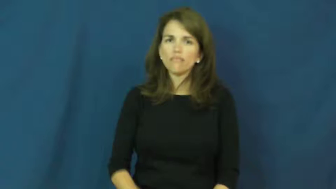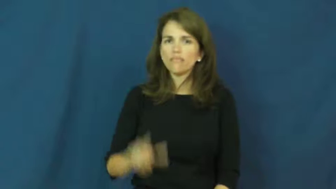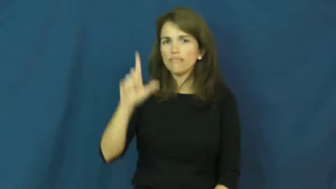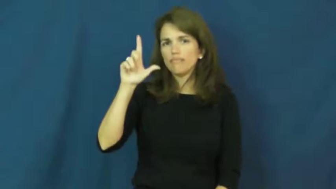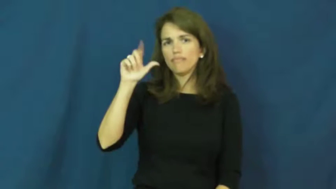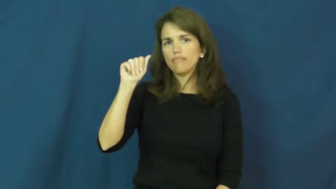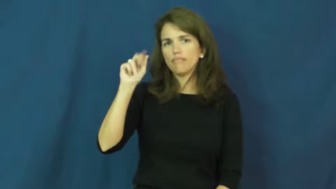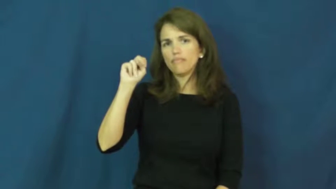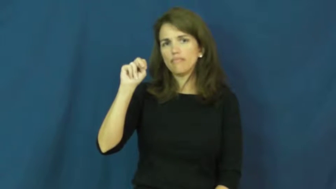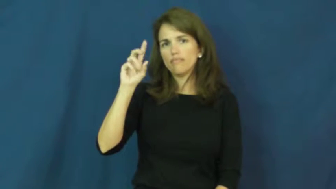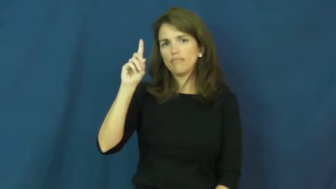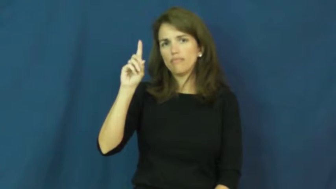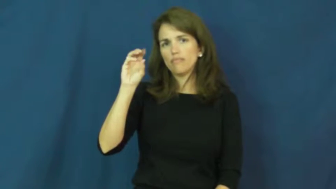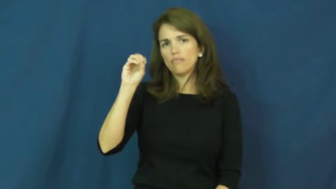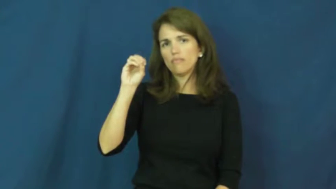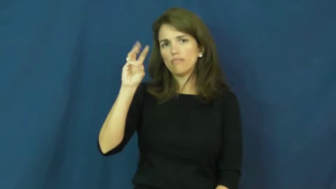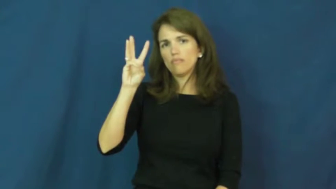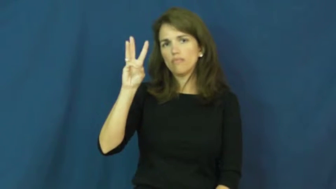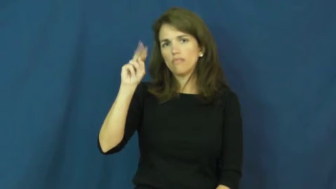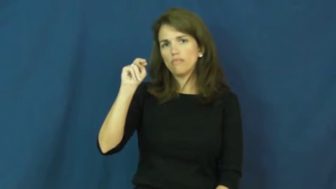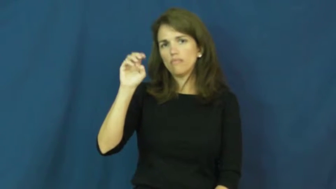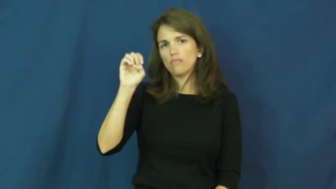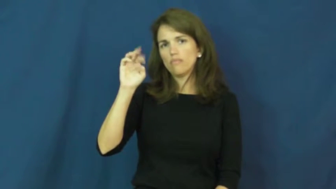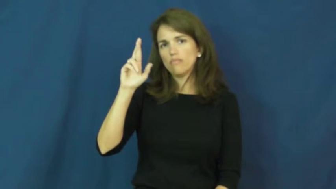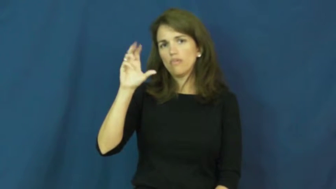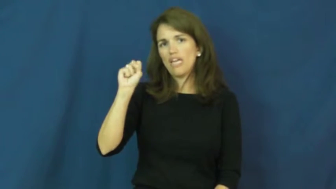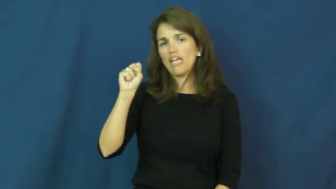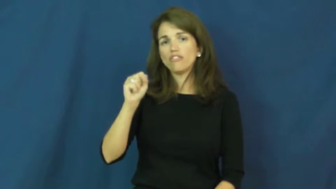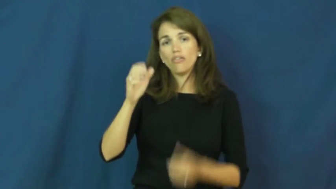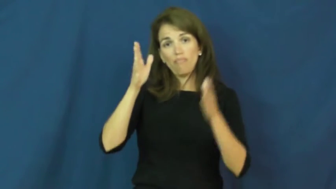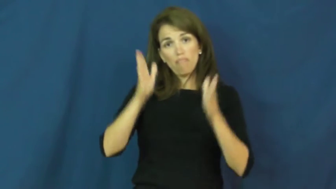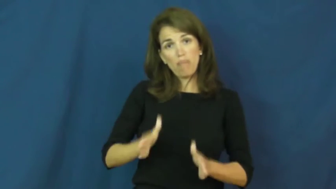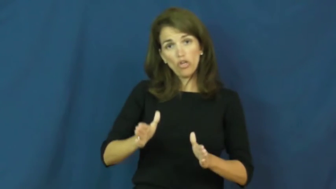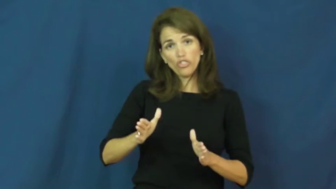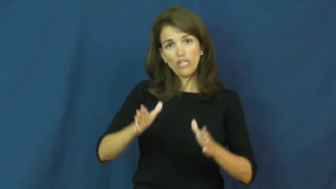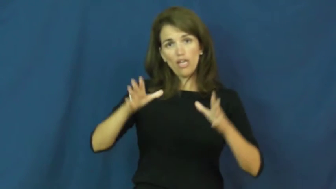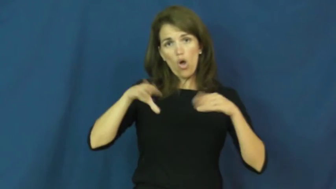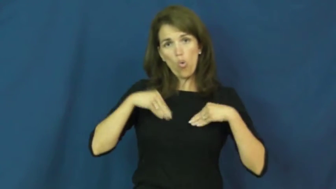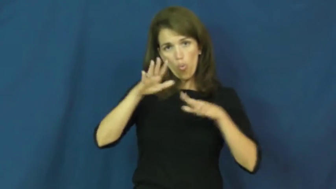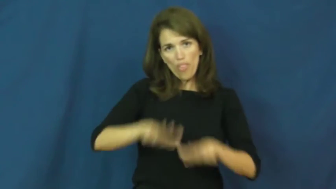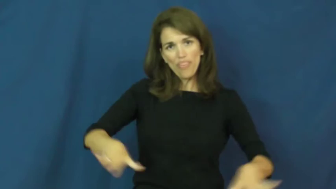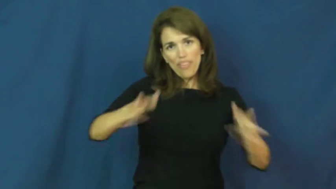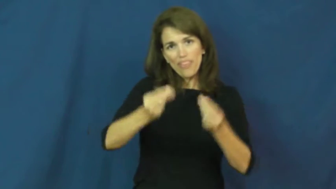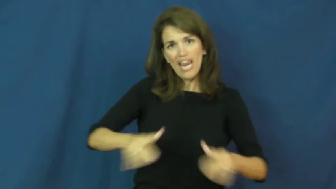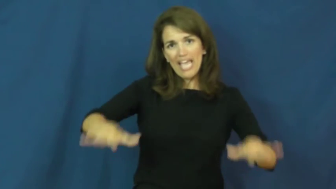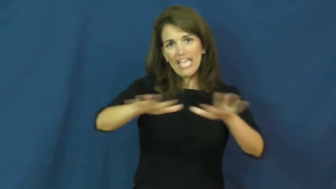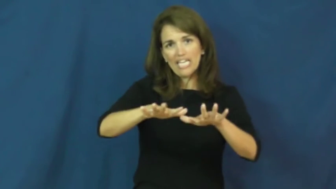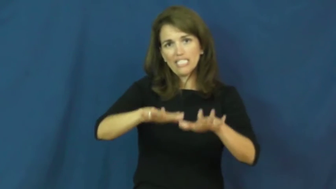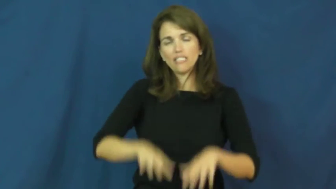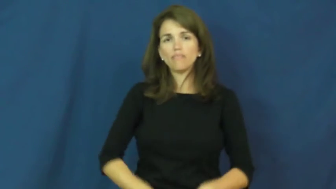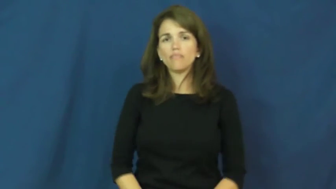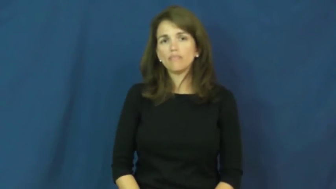landowners